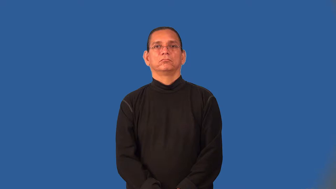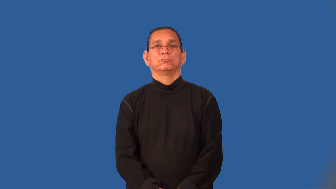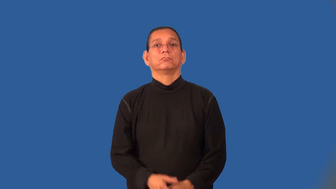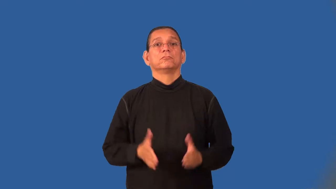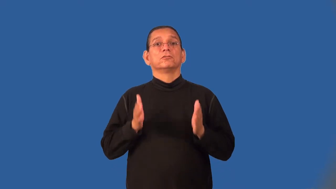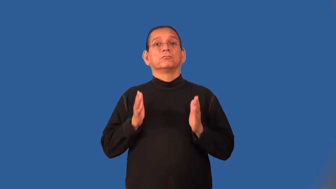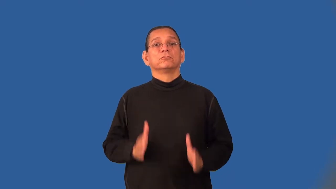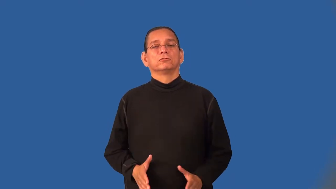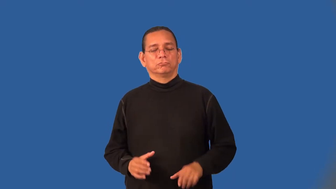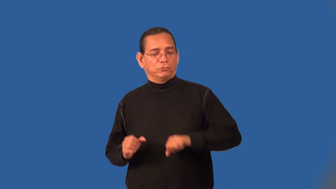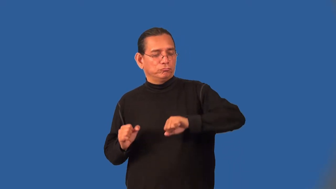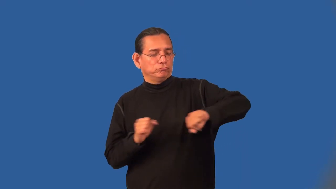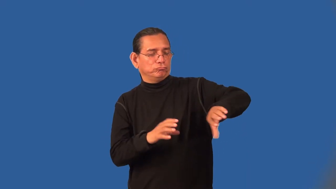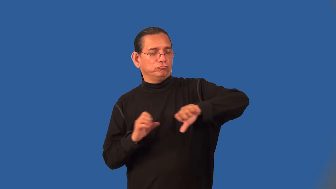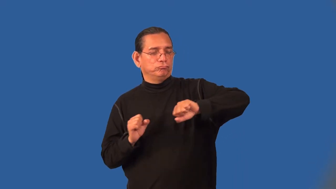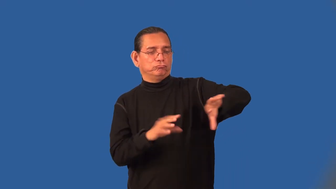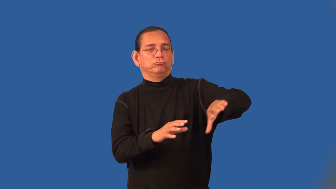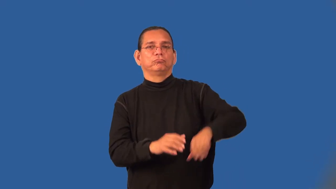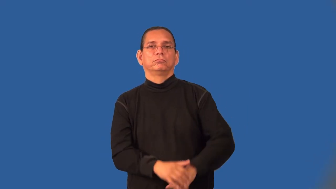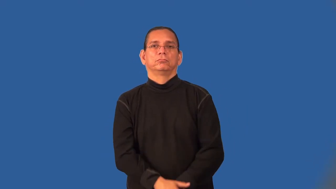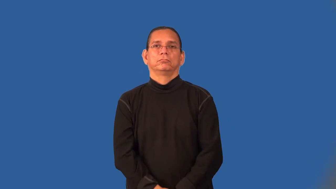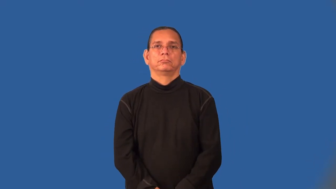loader-person